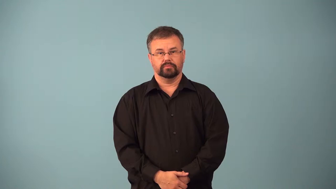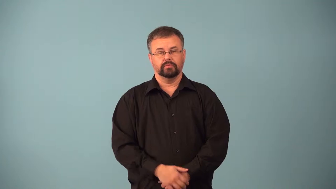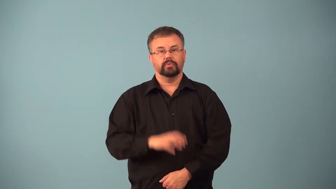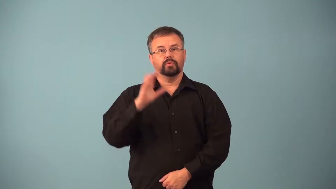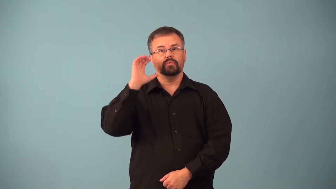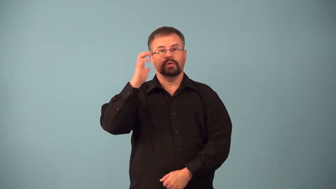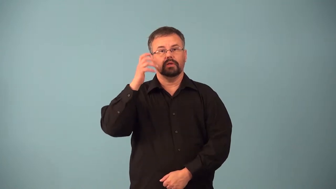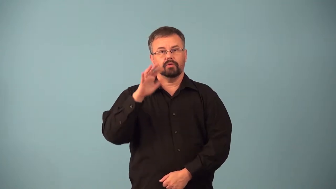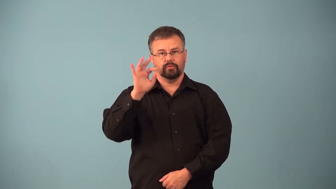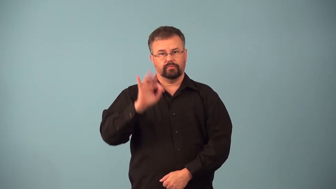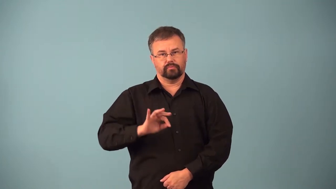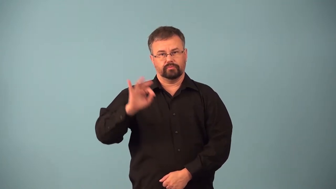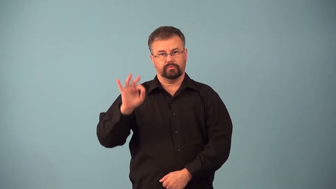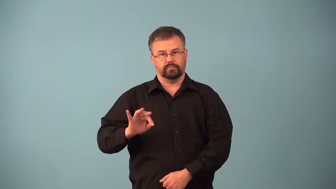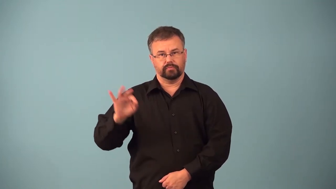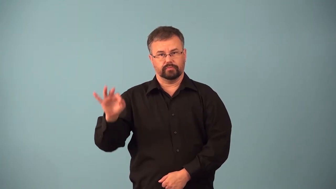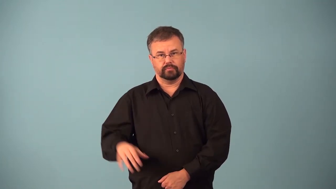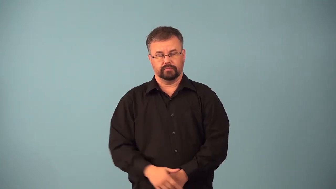airwaves